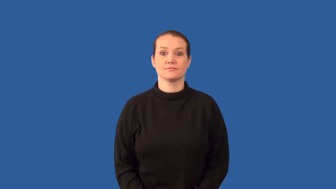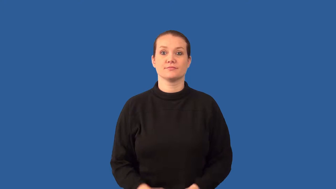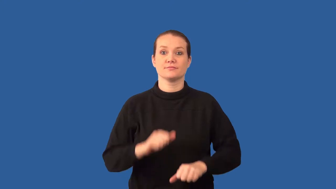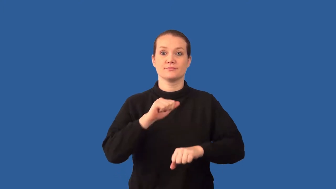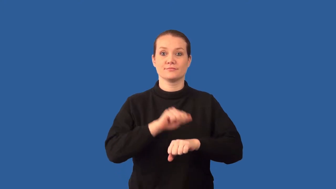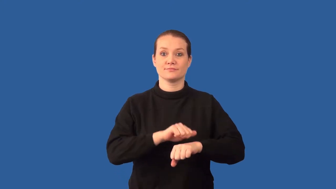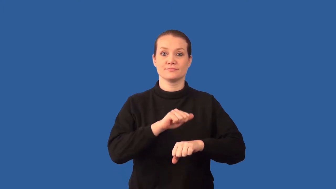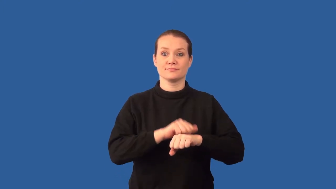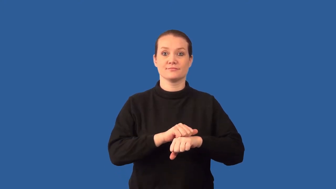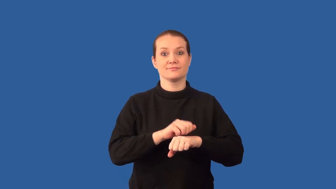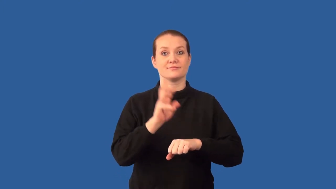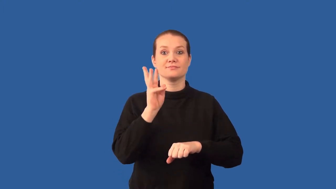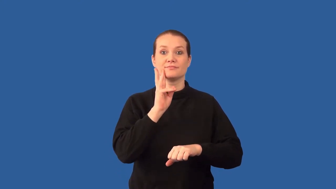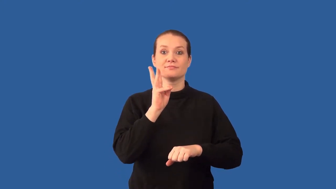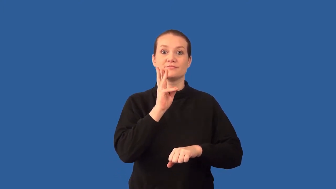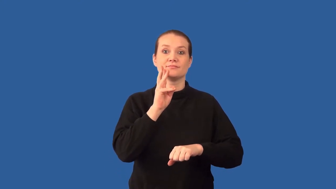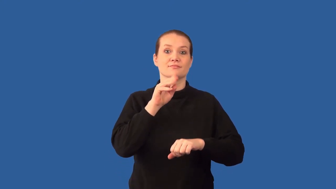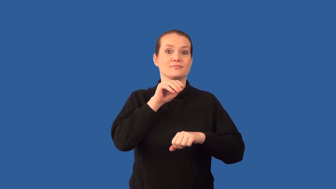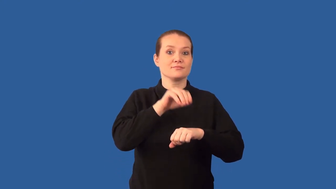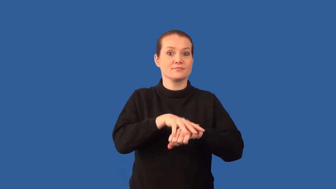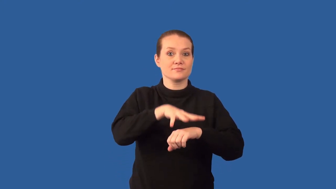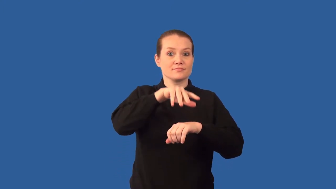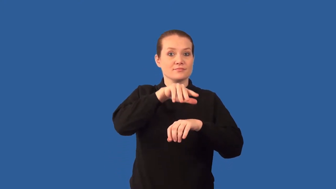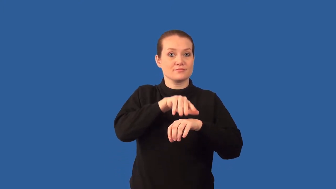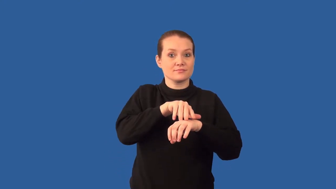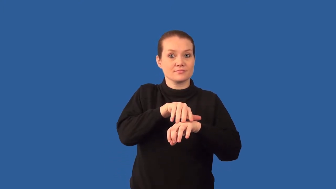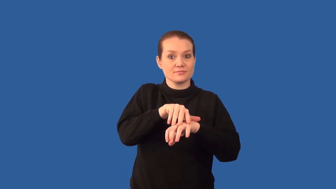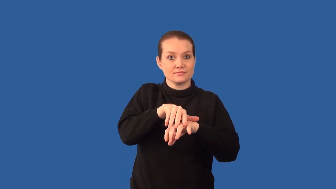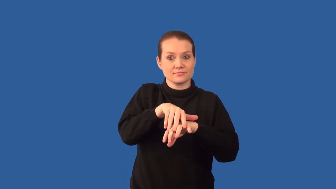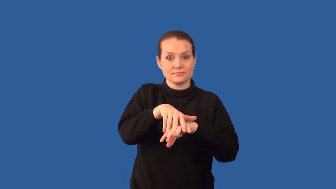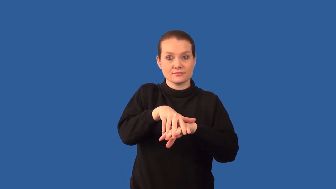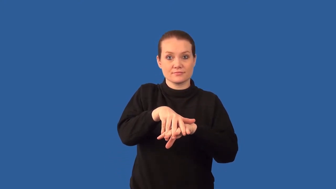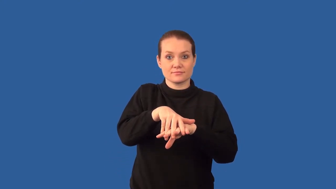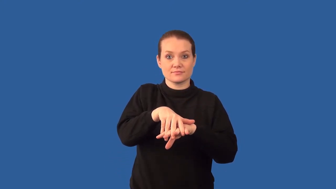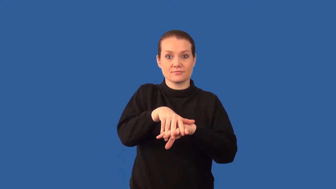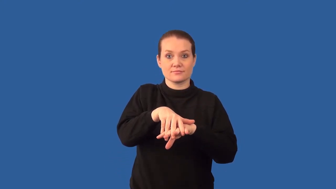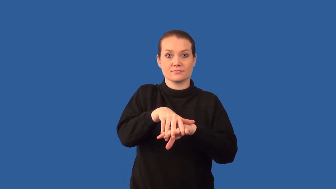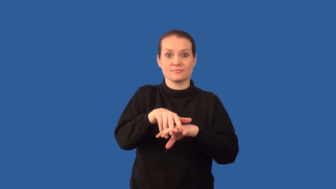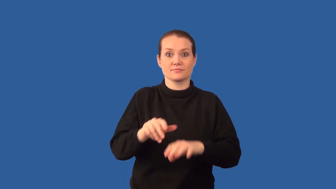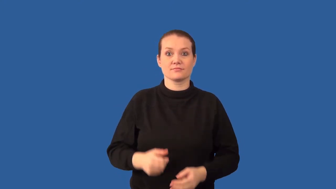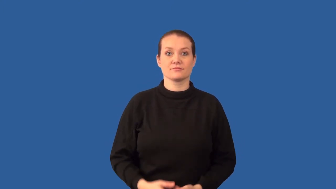aquifer